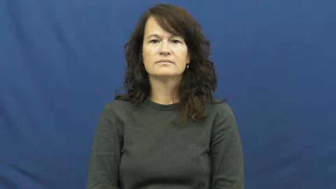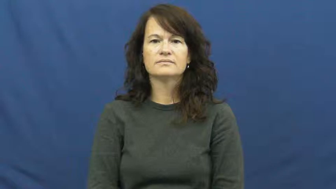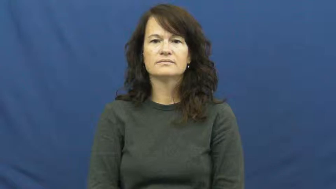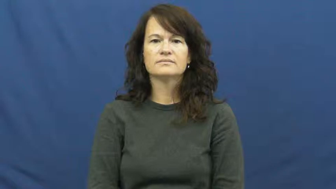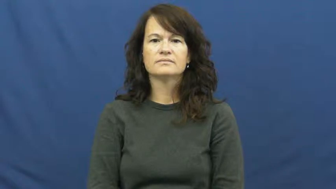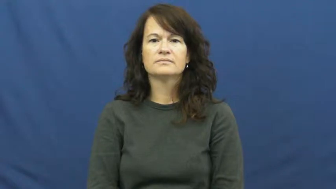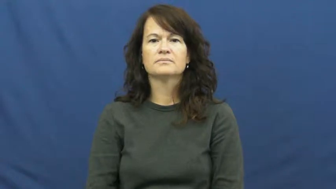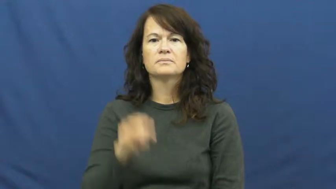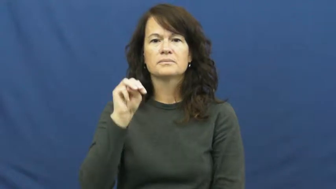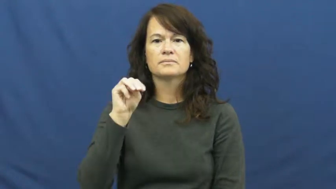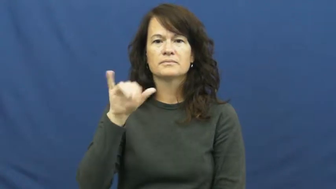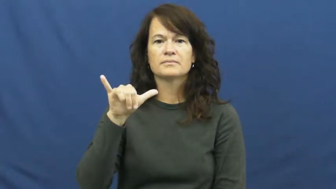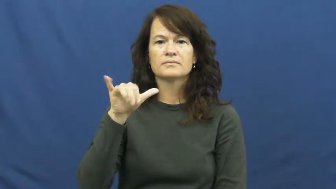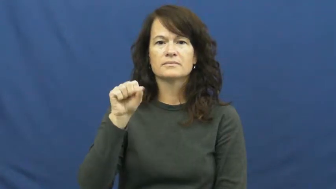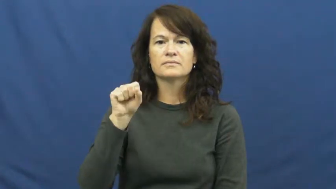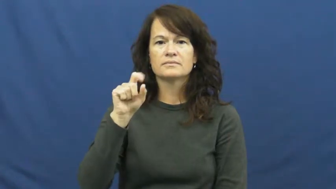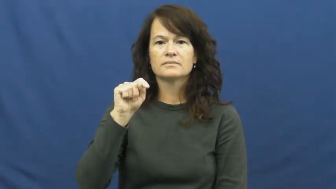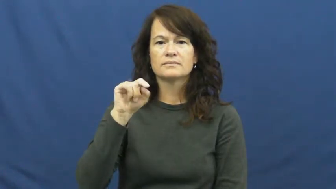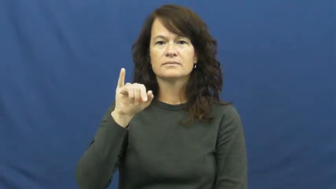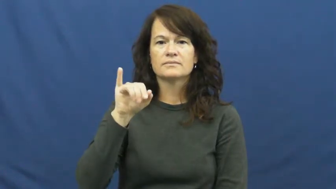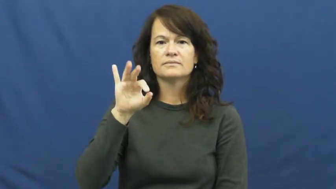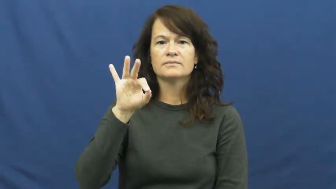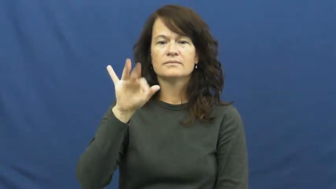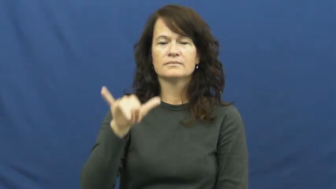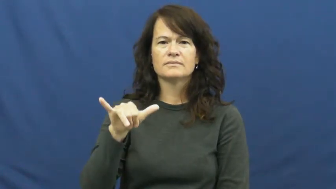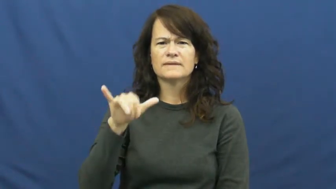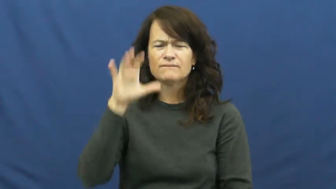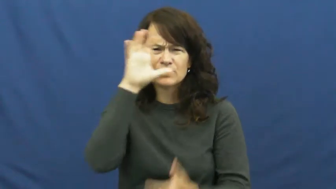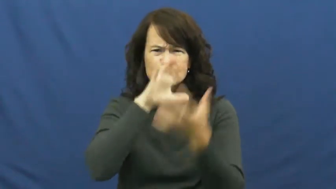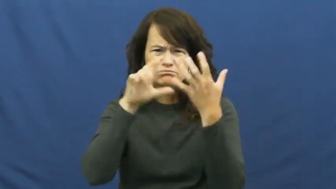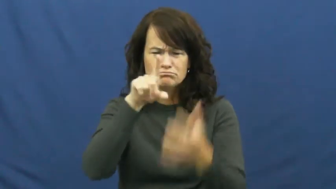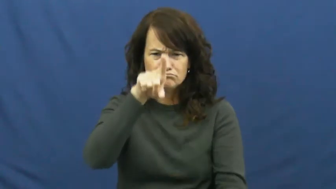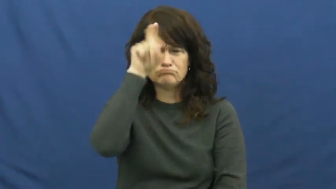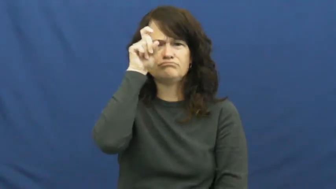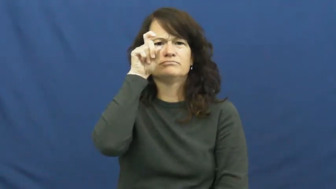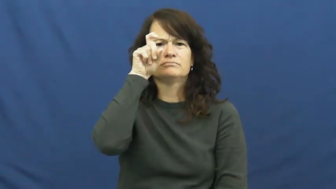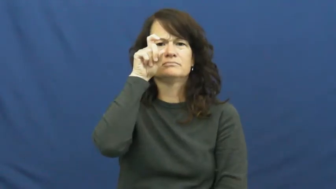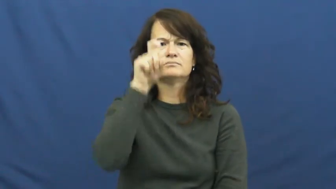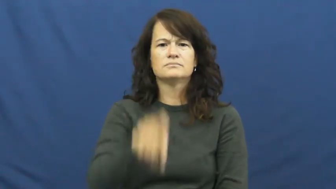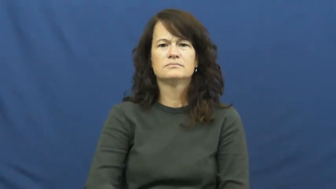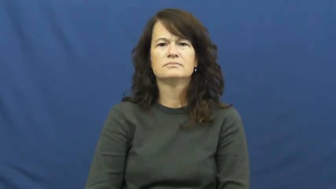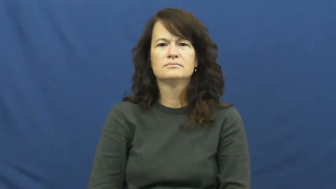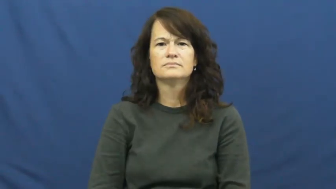mystify